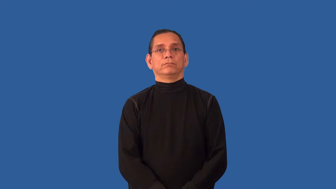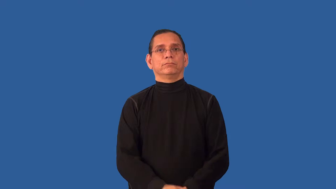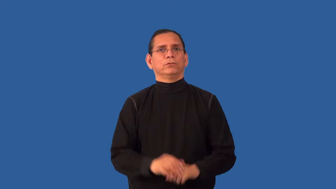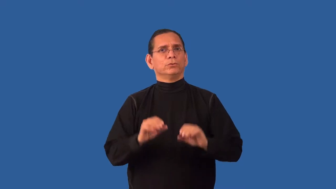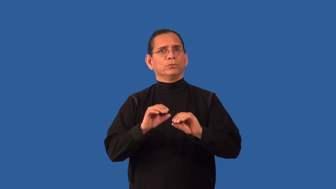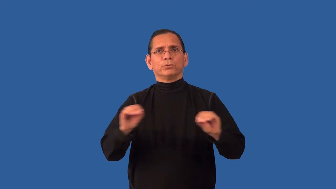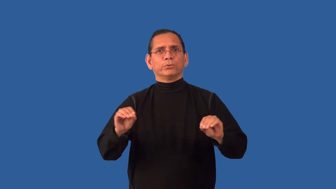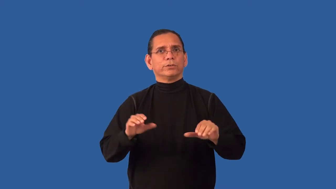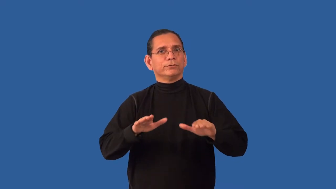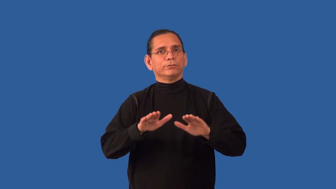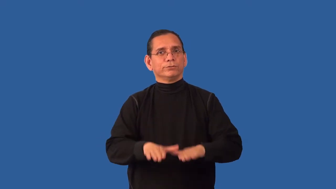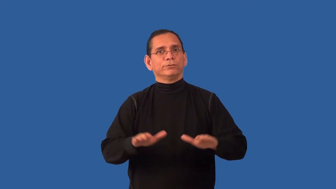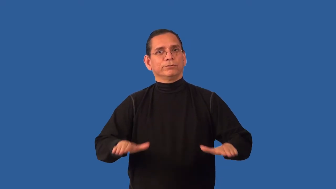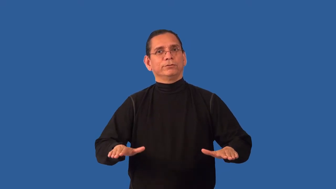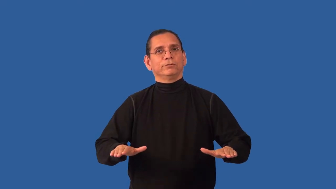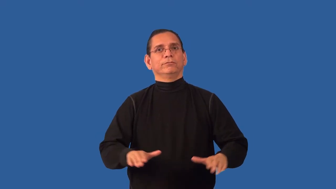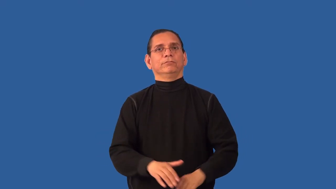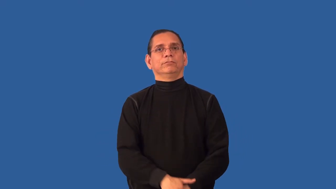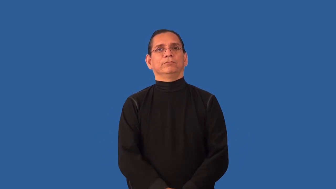childless